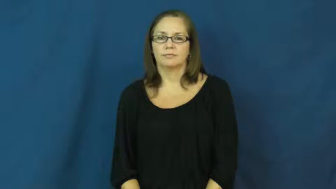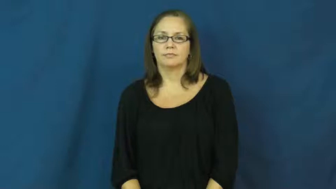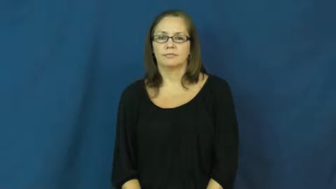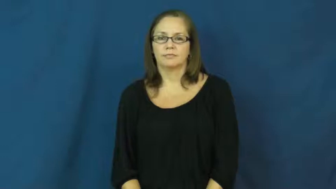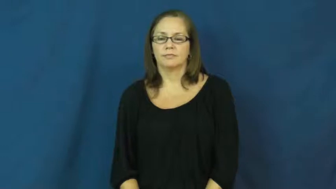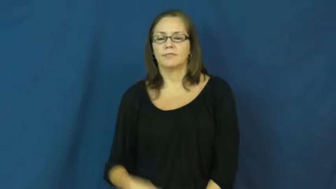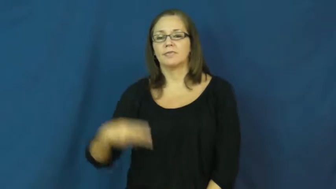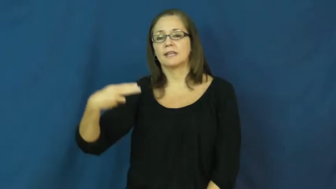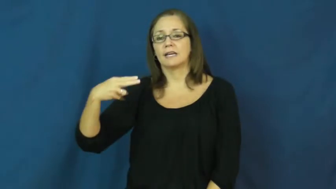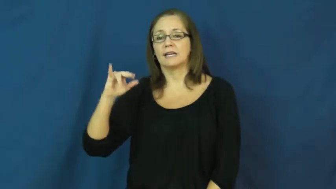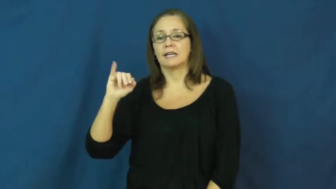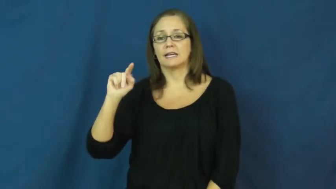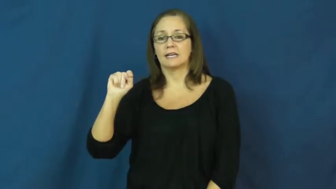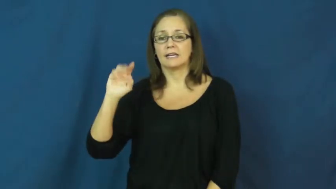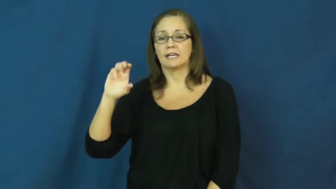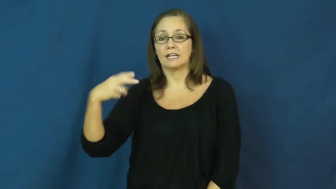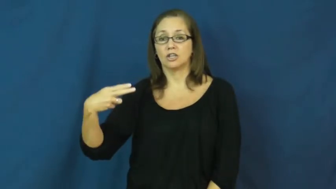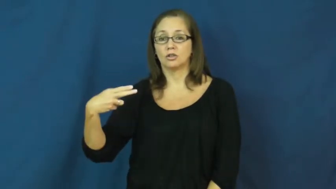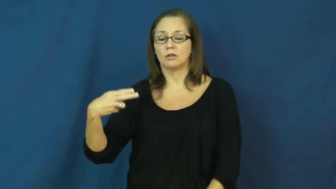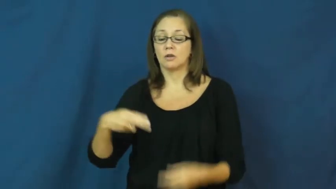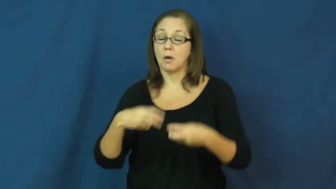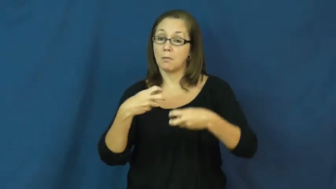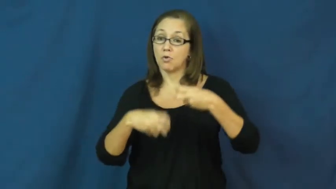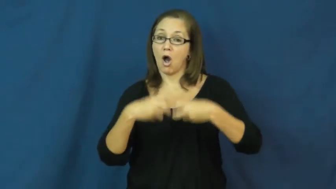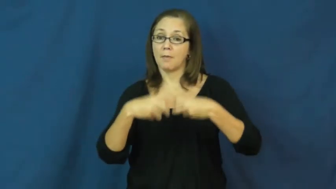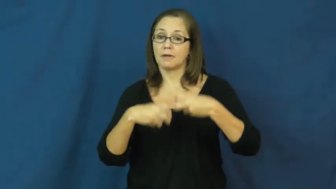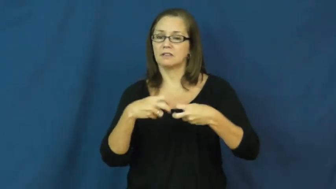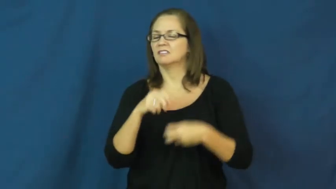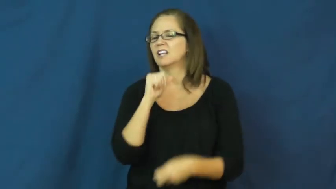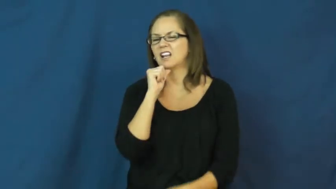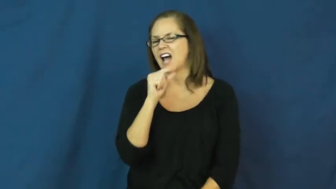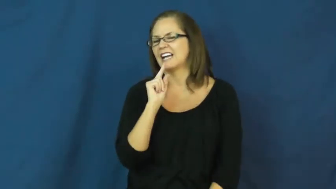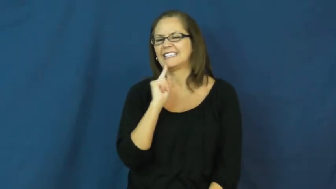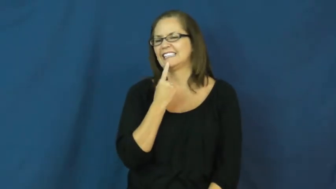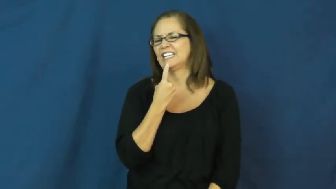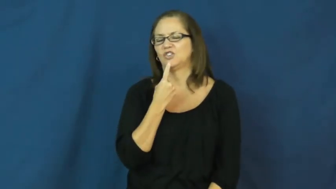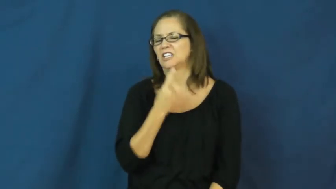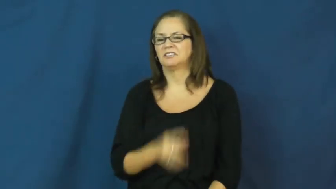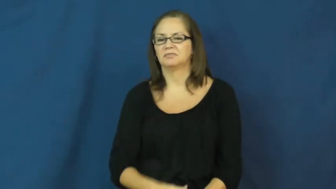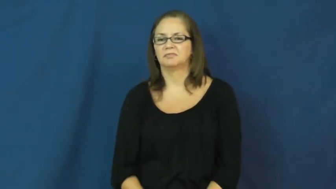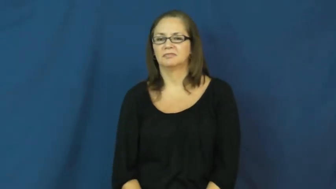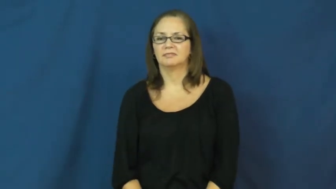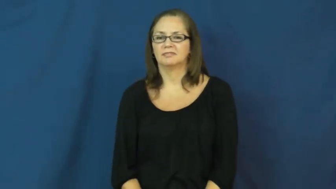hitch-small problem